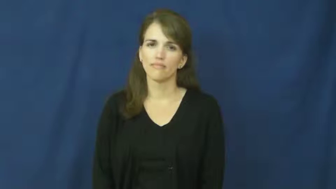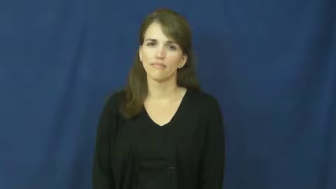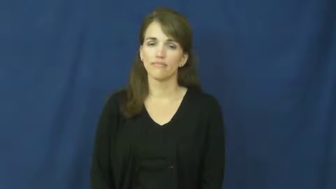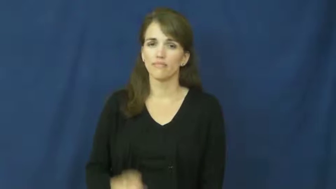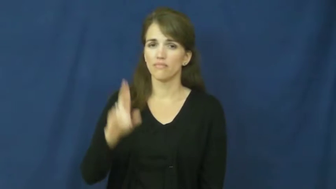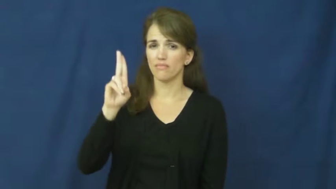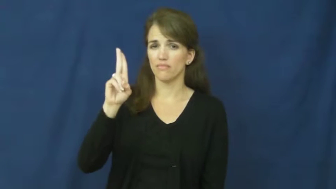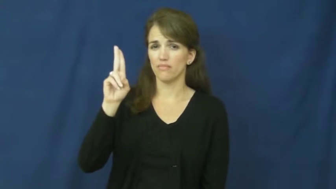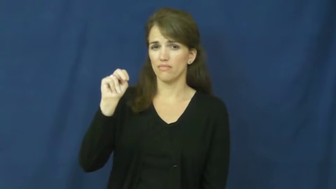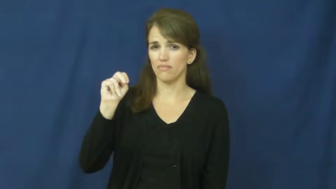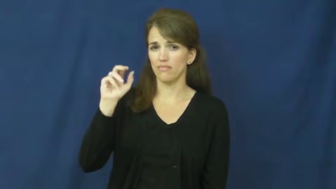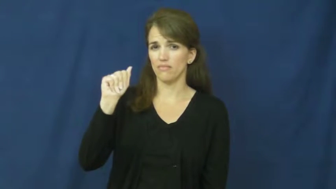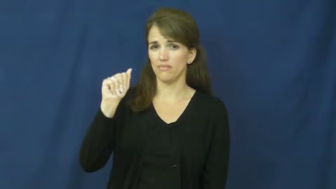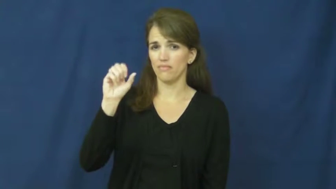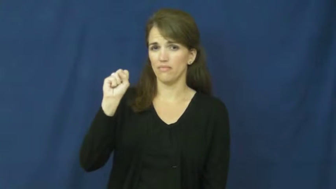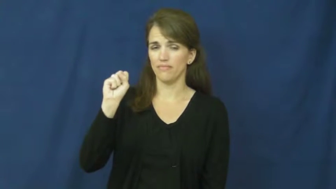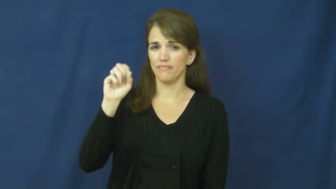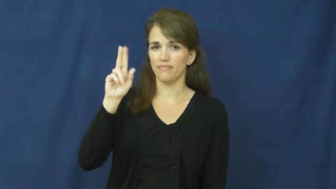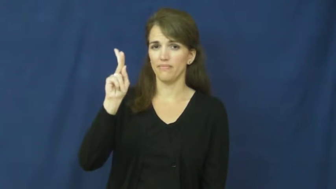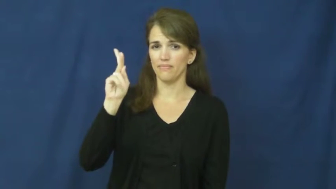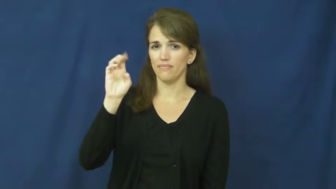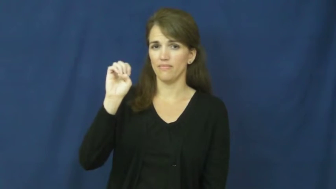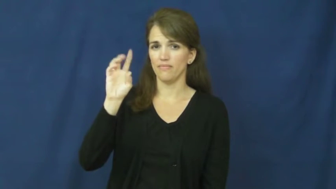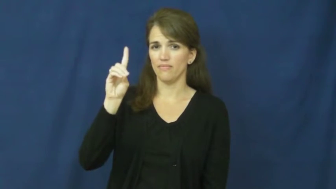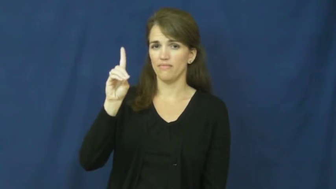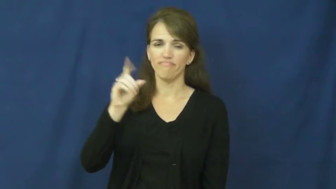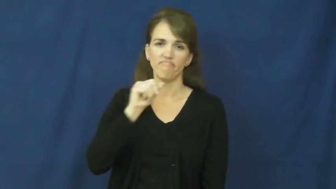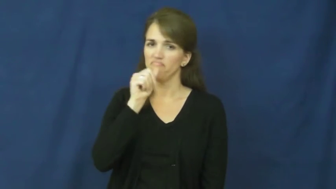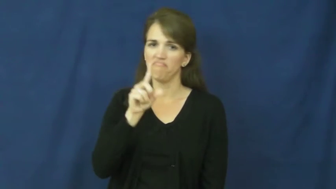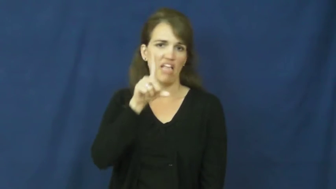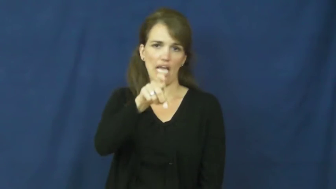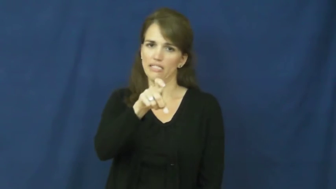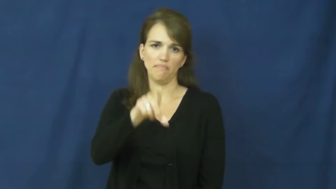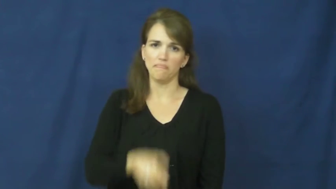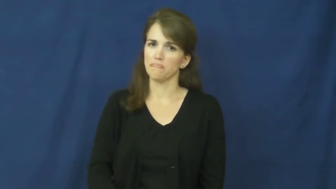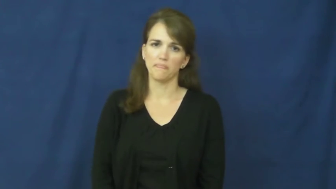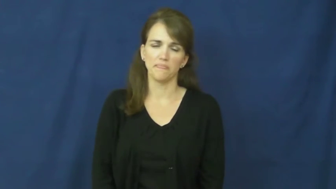unasked